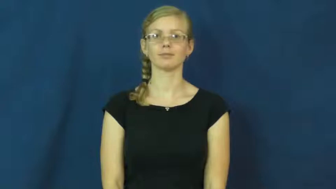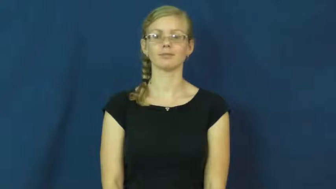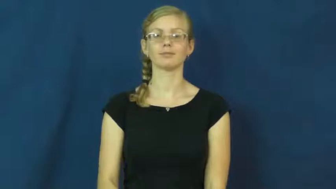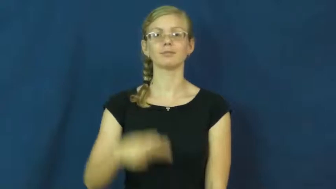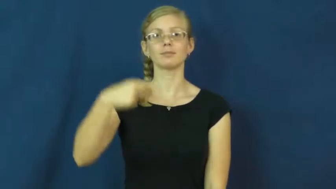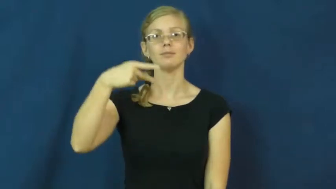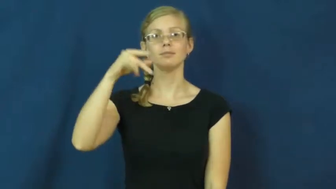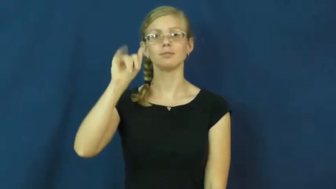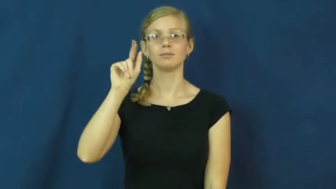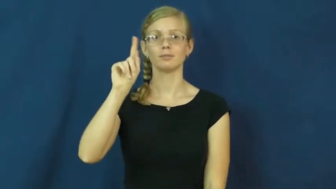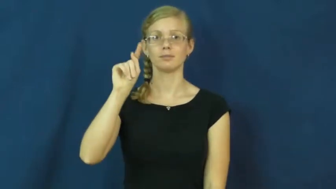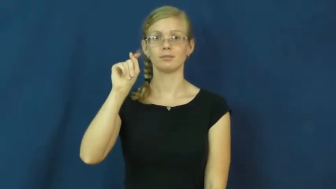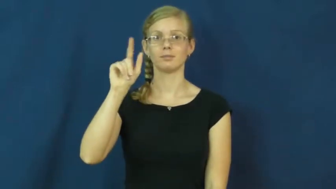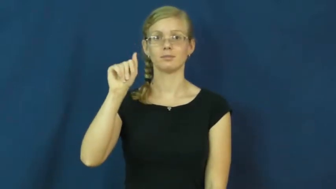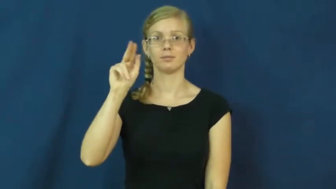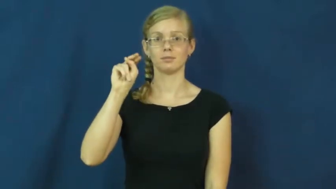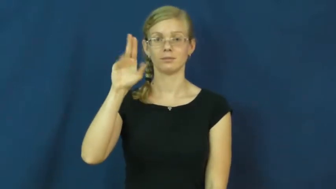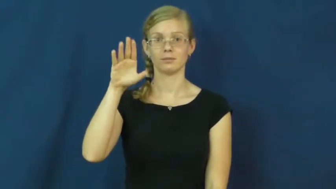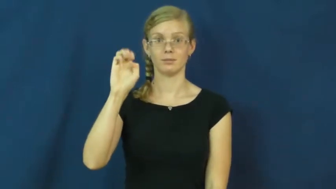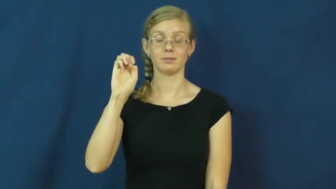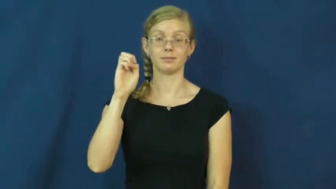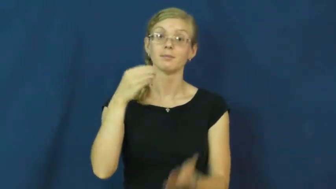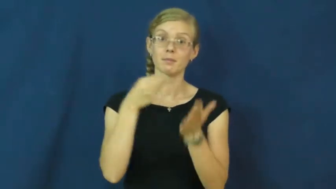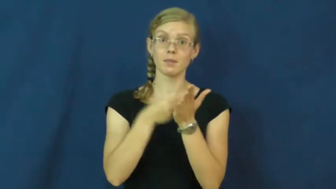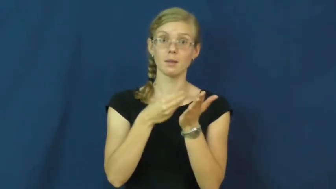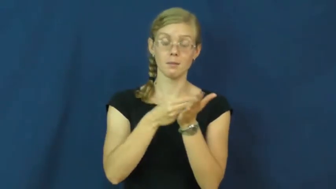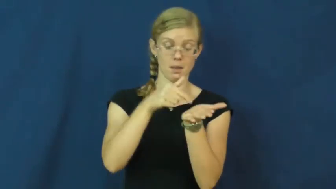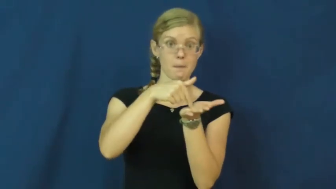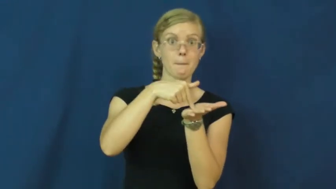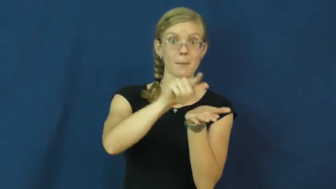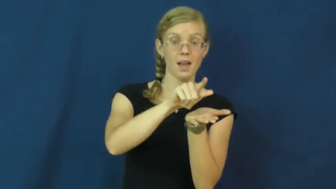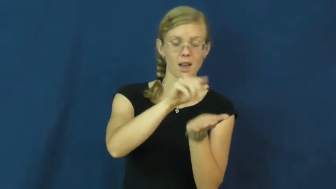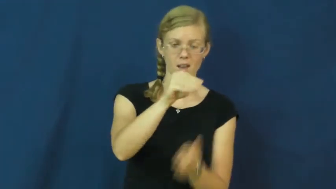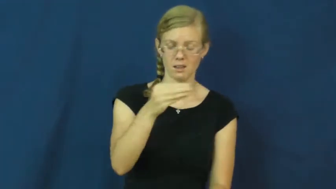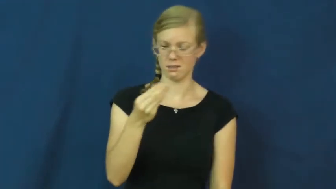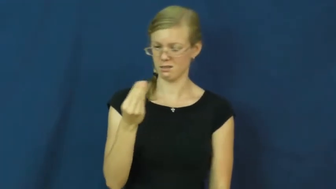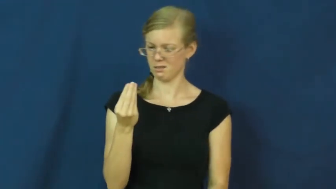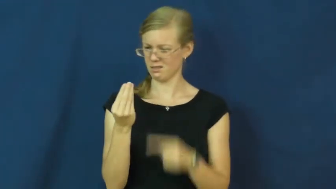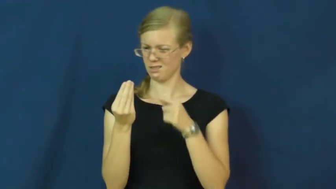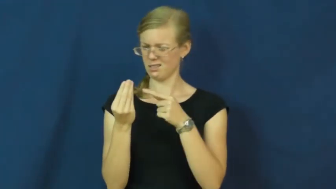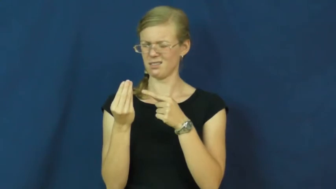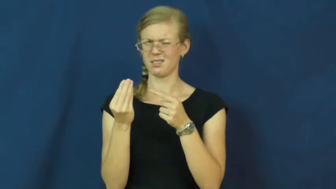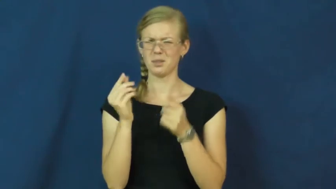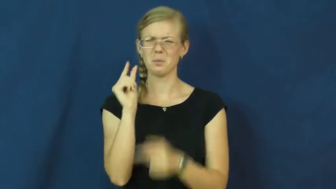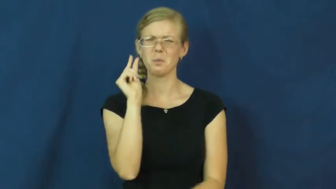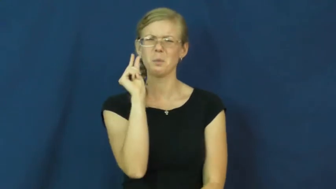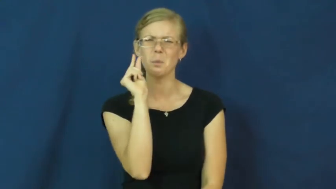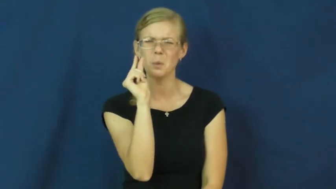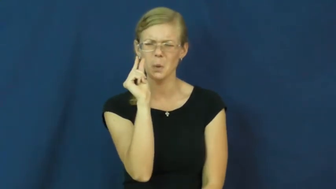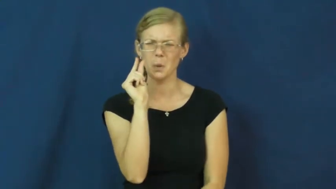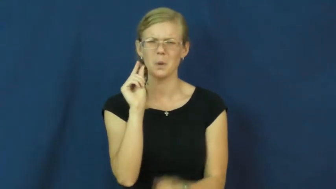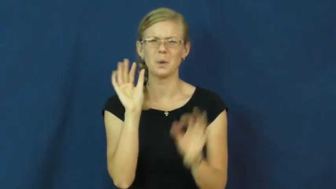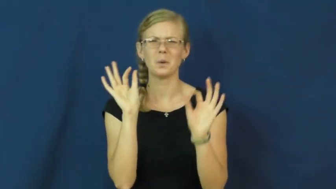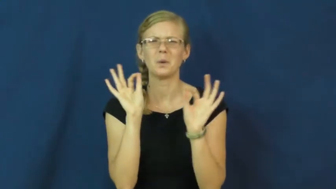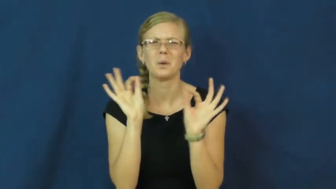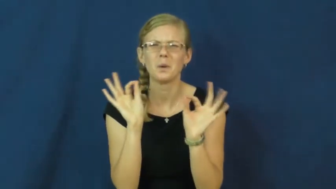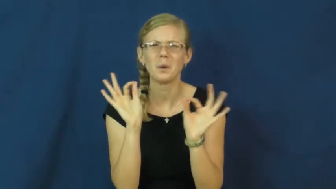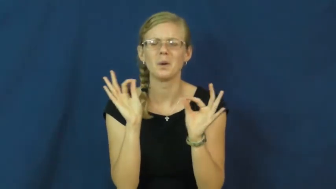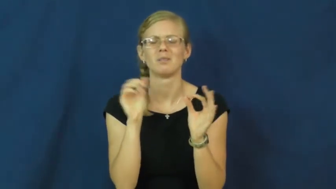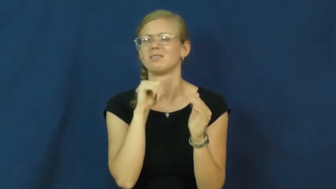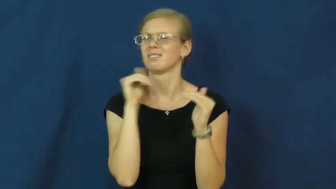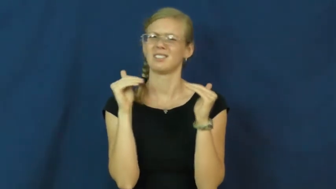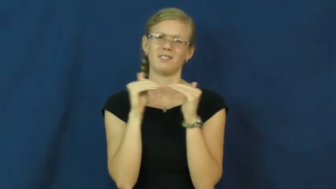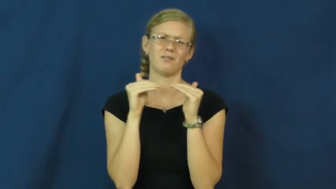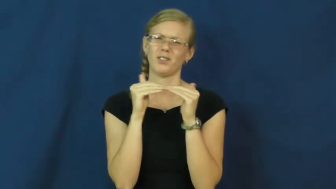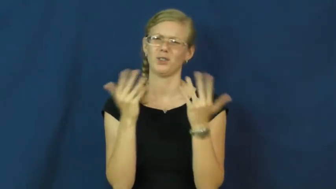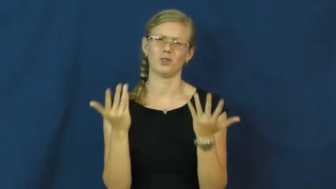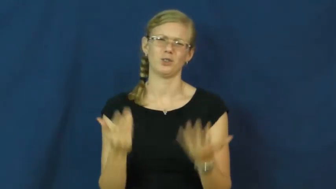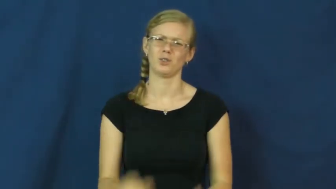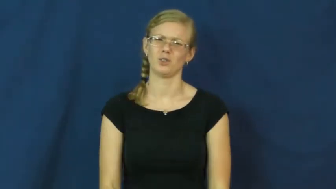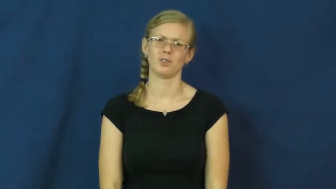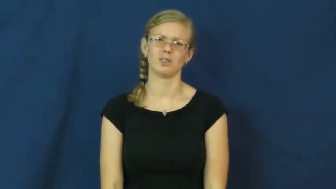pittance